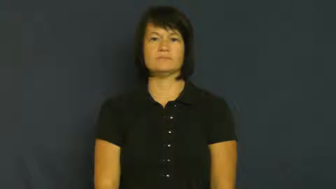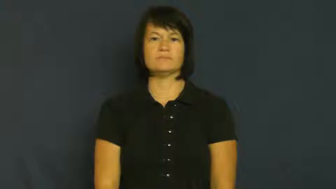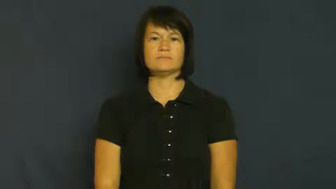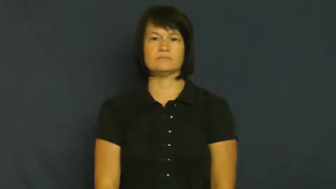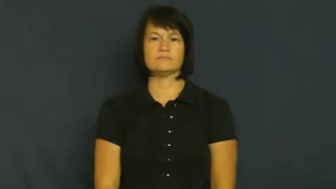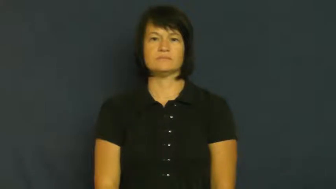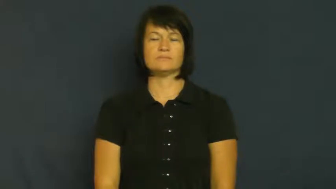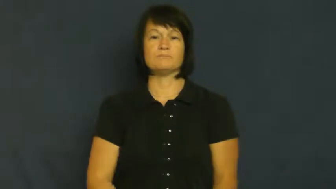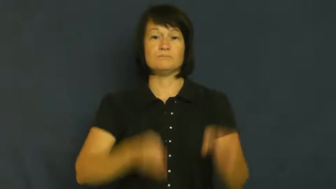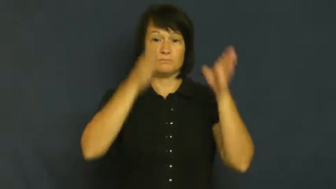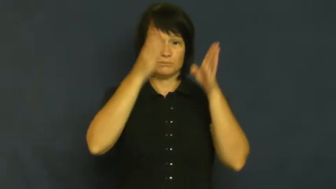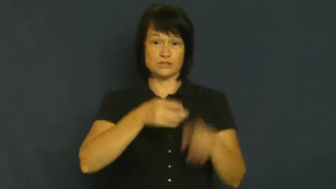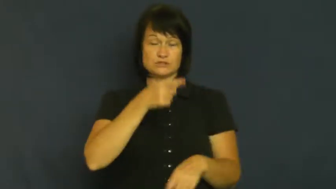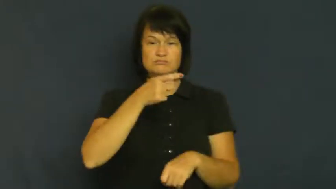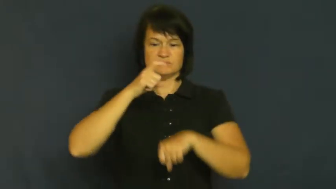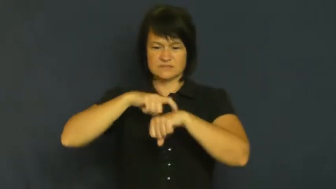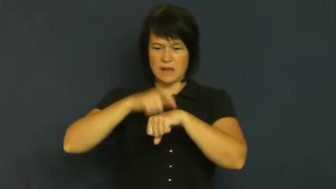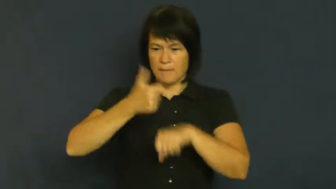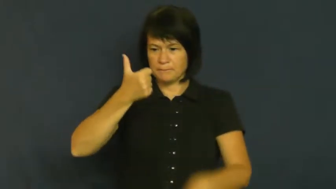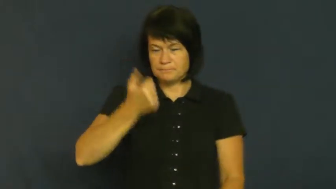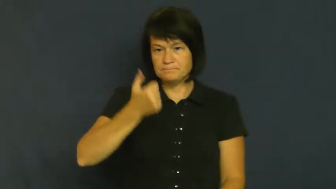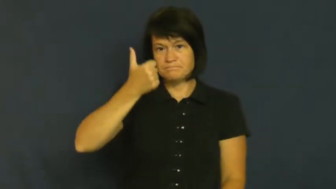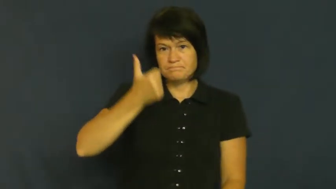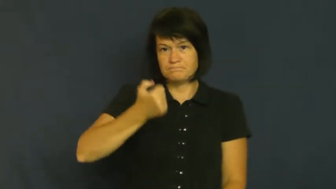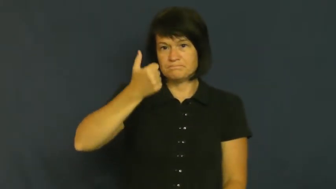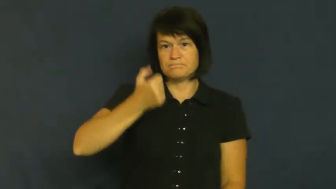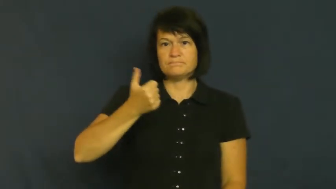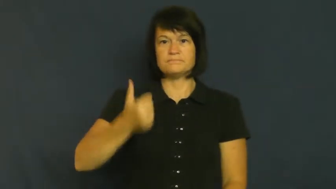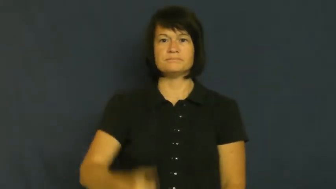timer,timekeeper